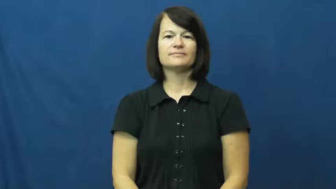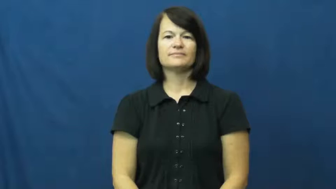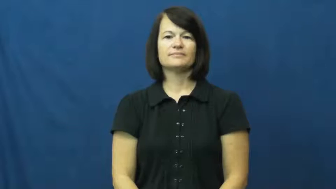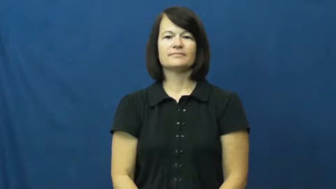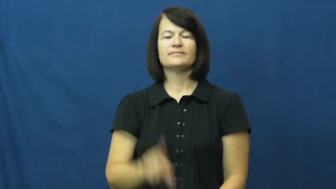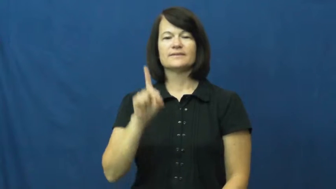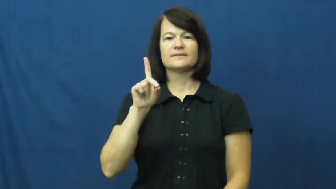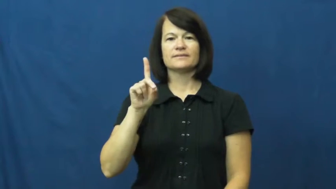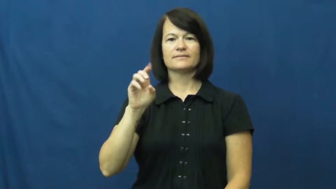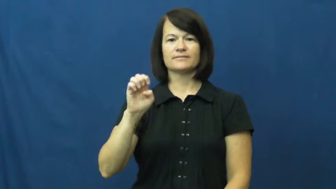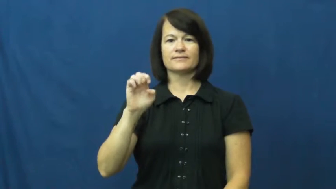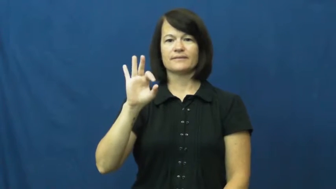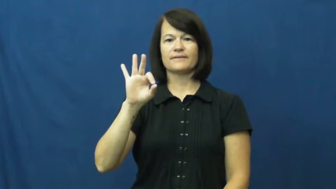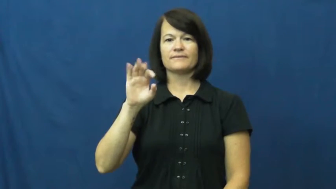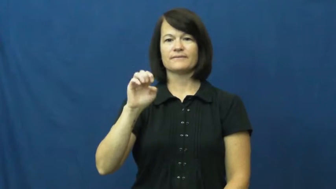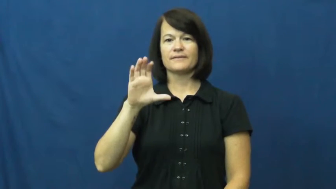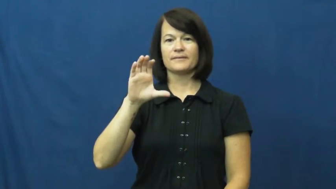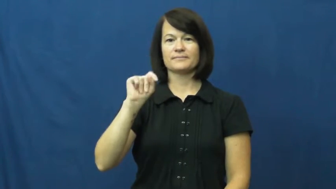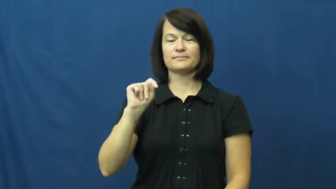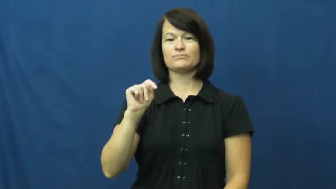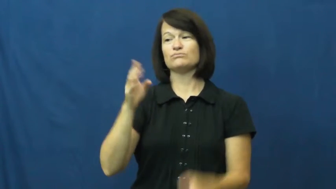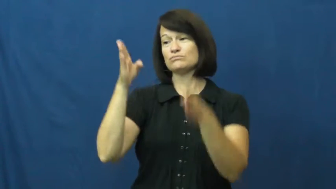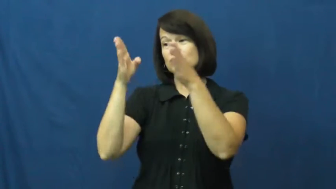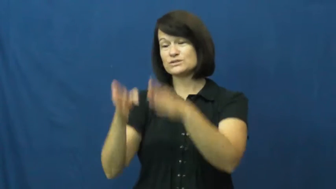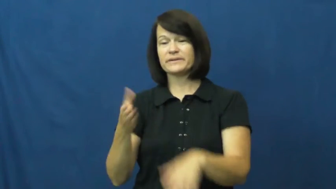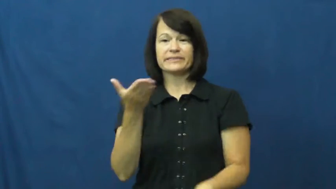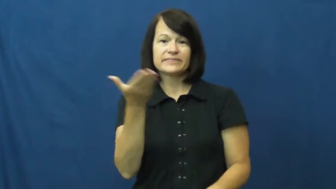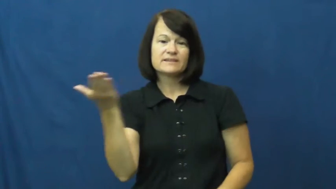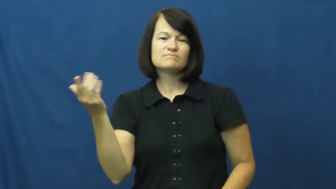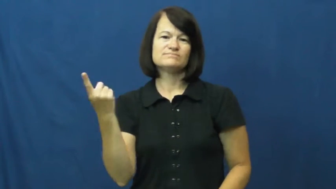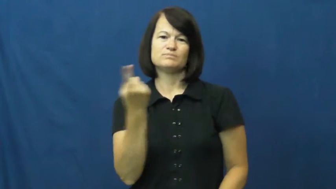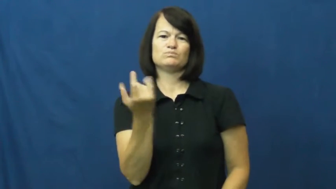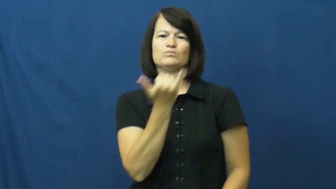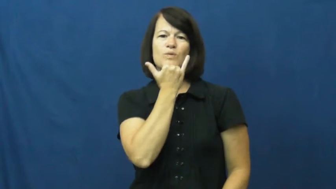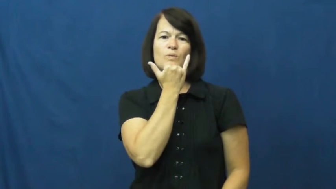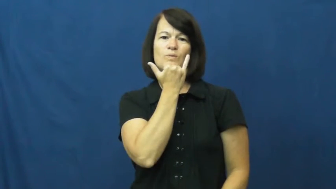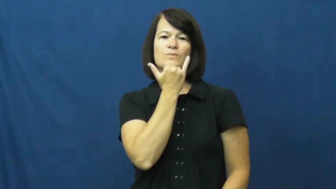defect-something wrong